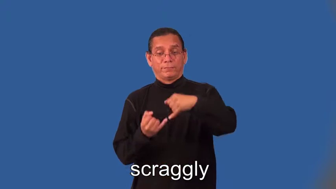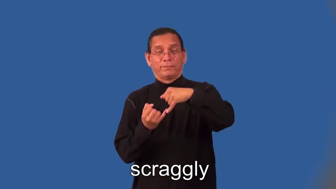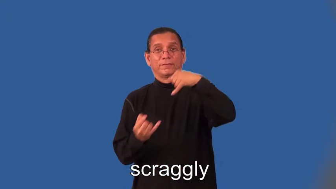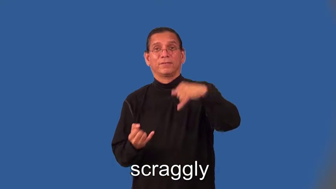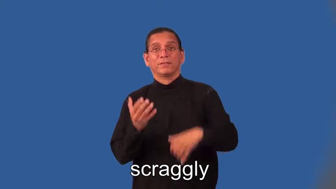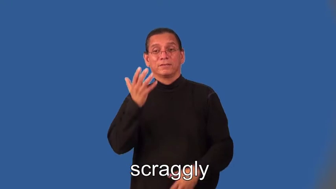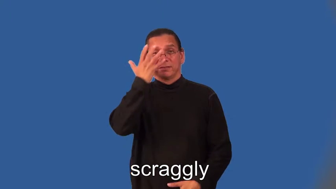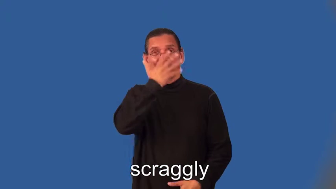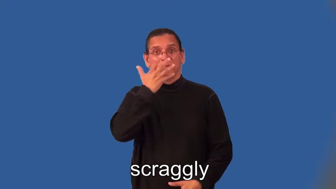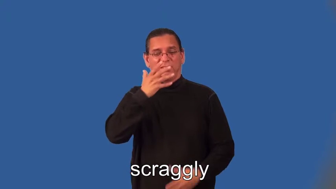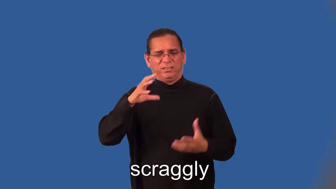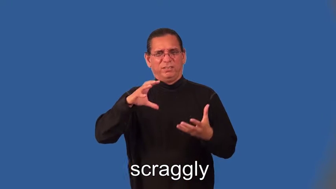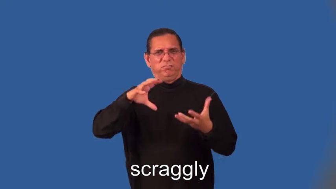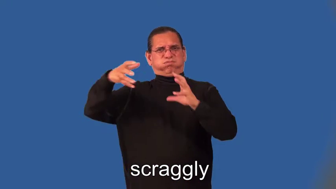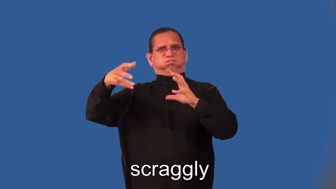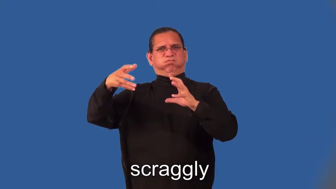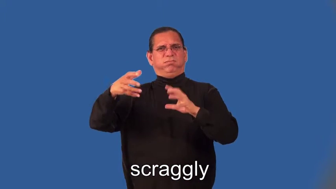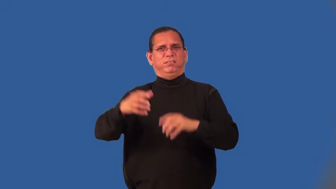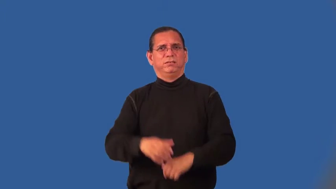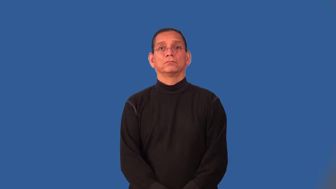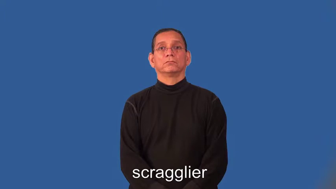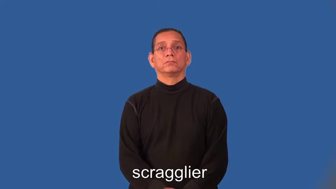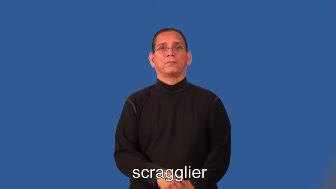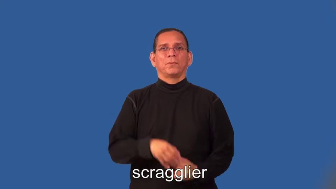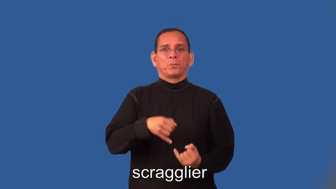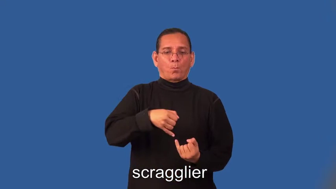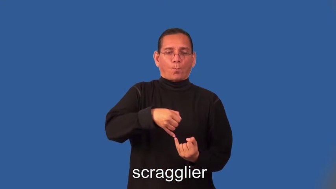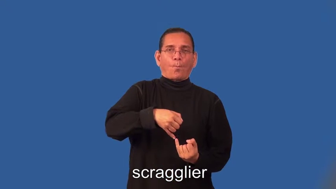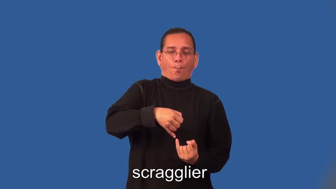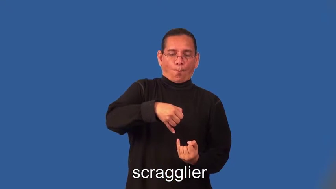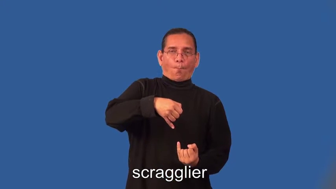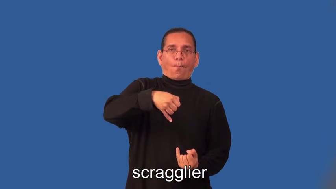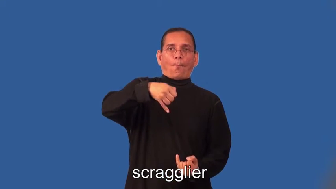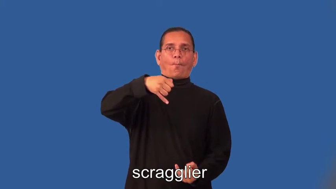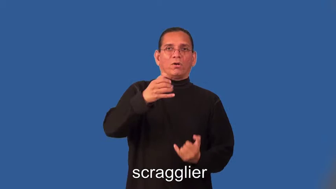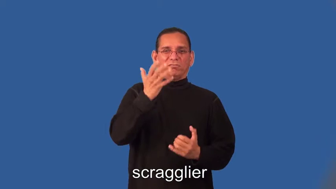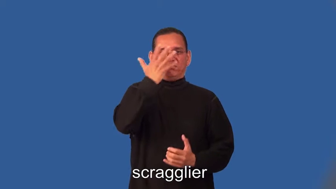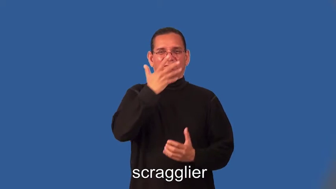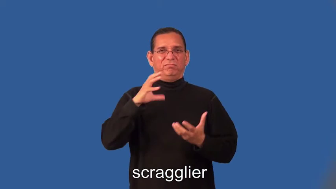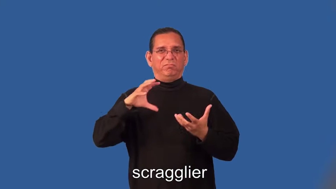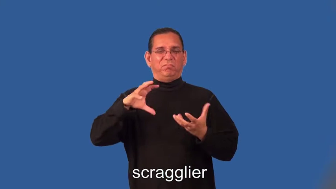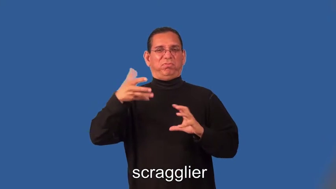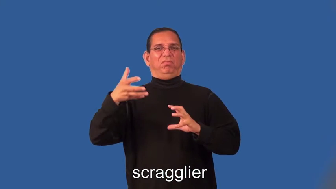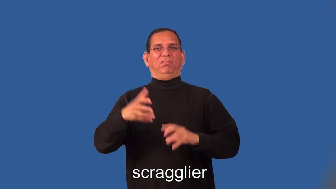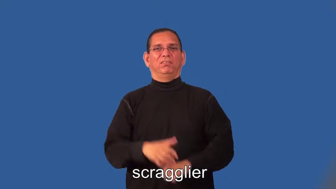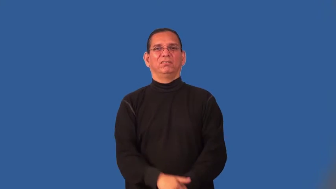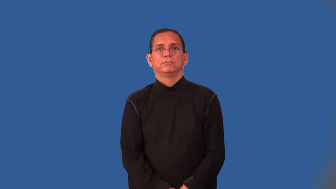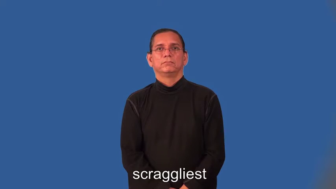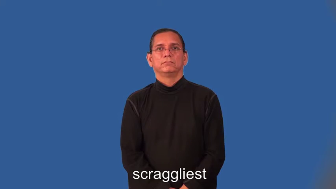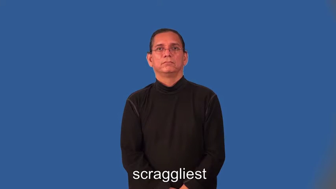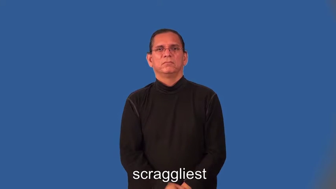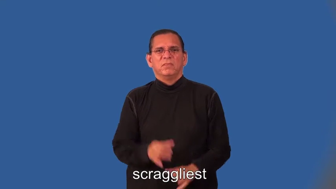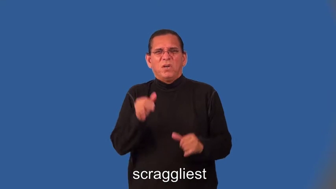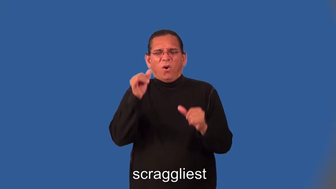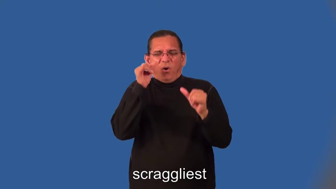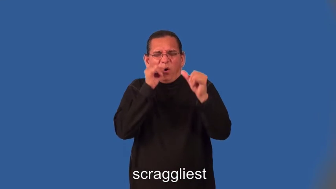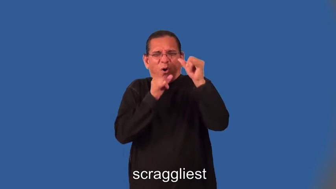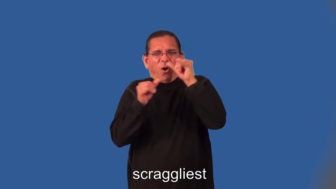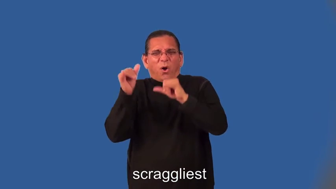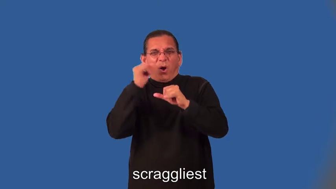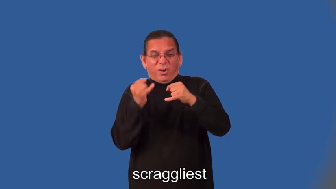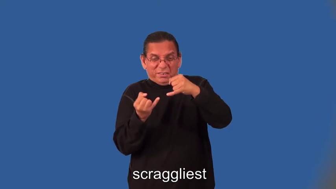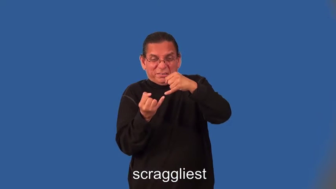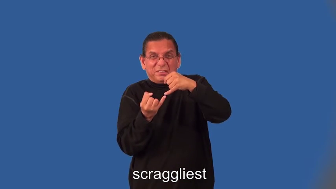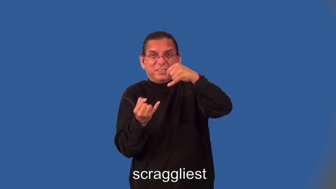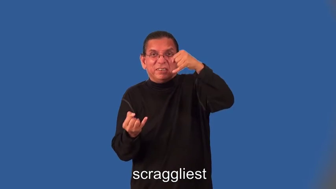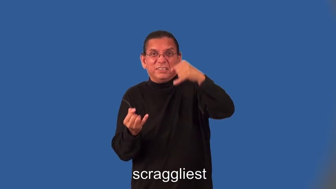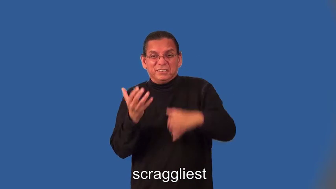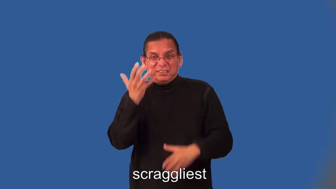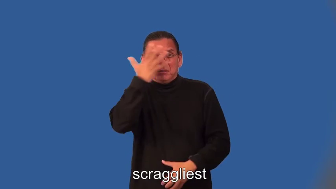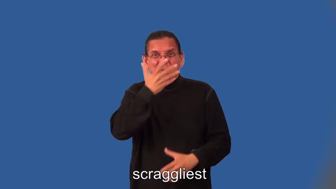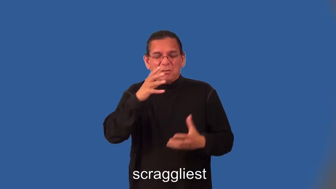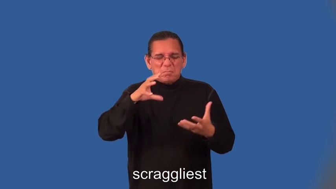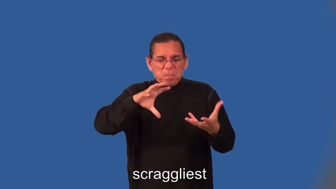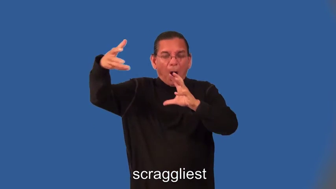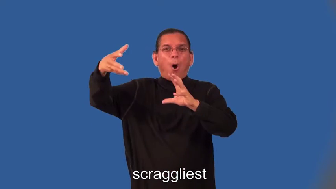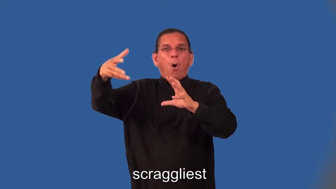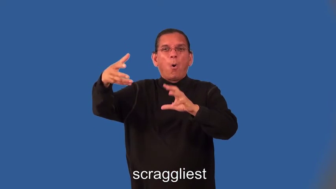scragglier,scraggliest